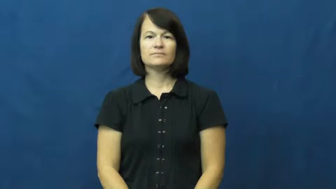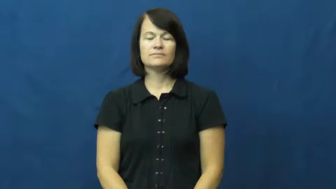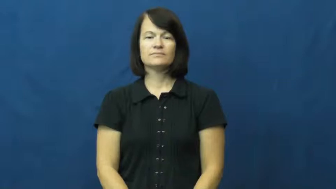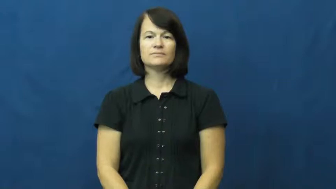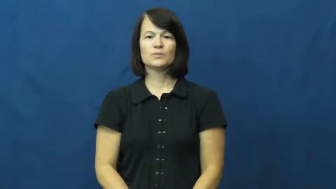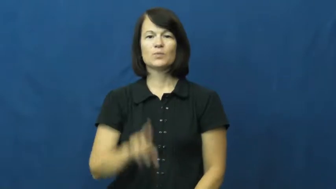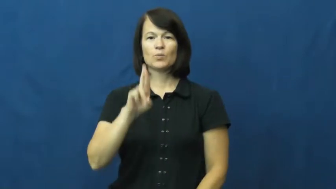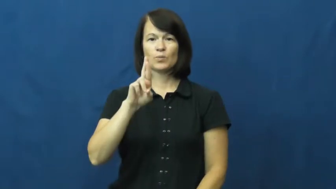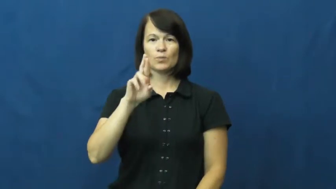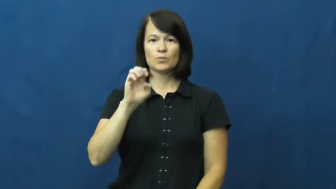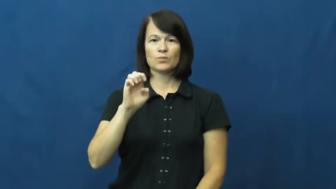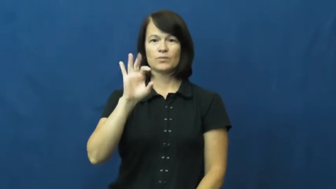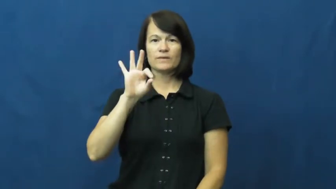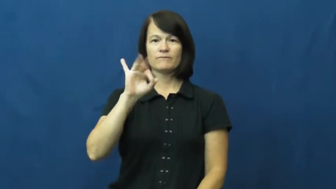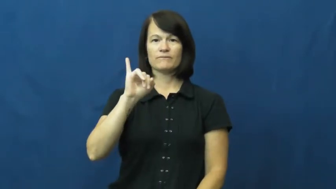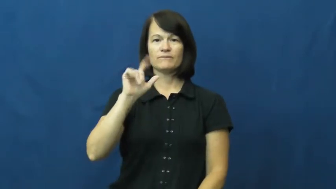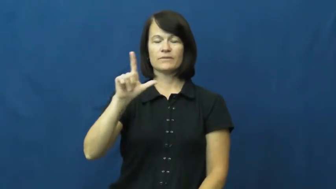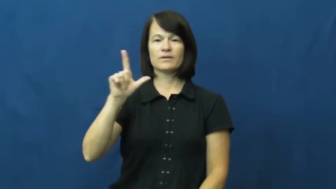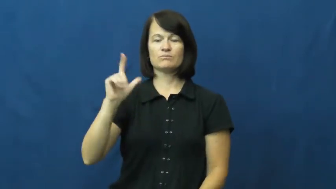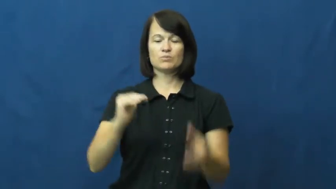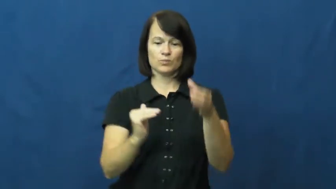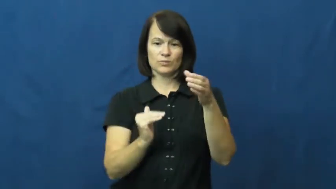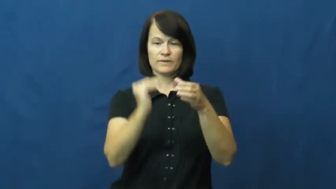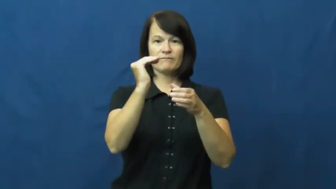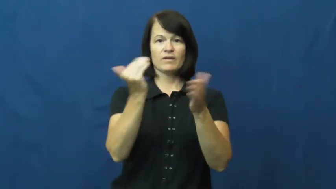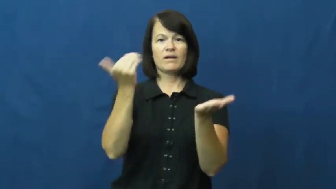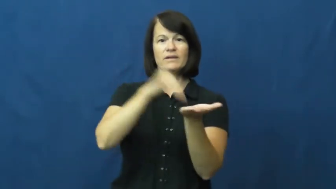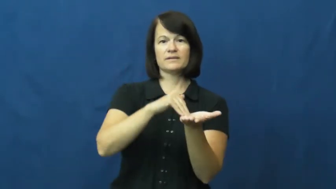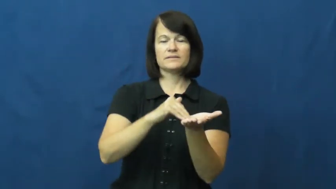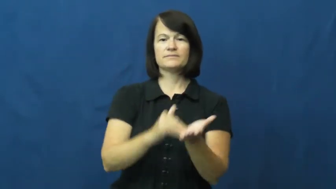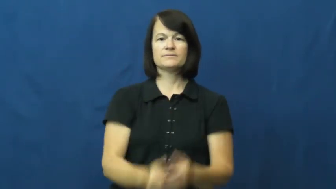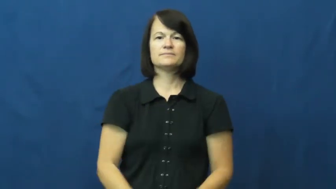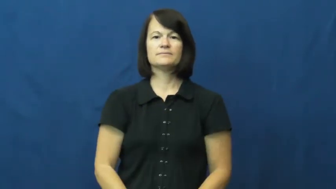refill